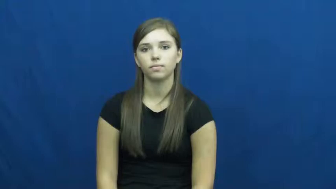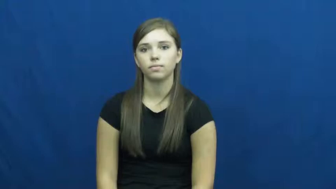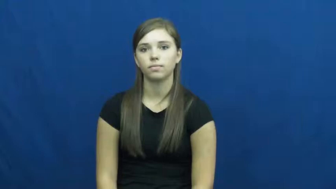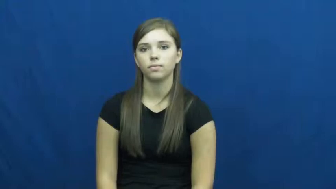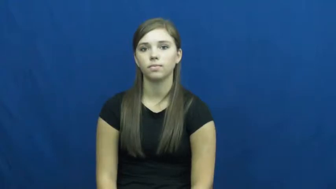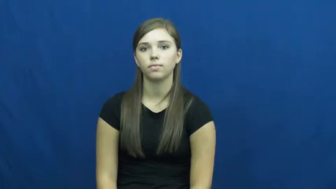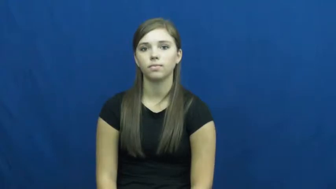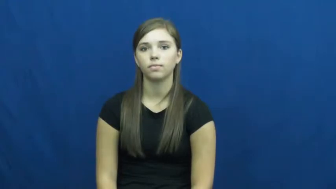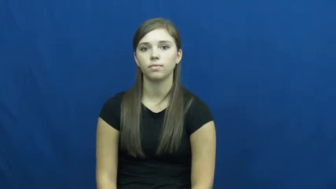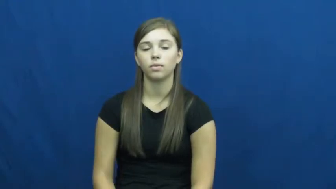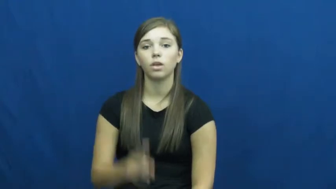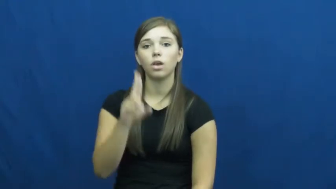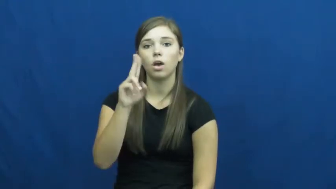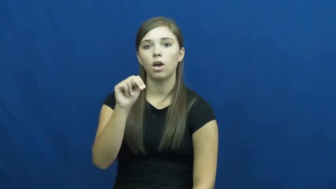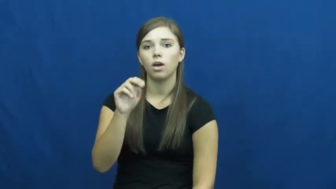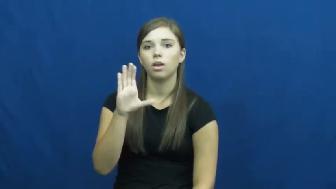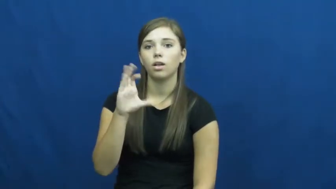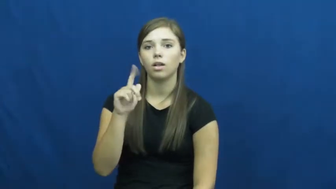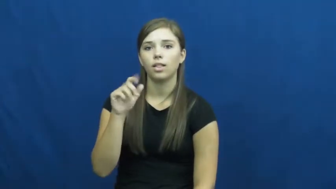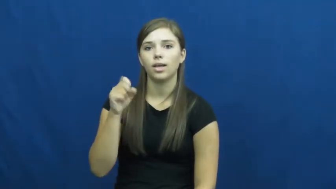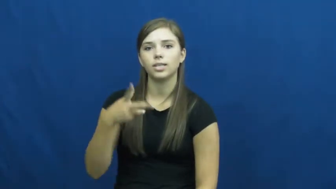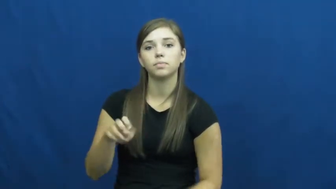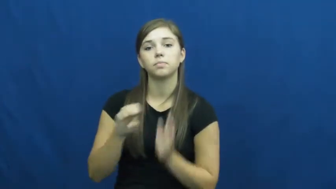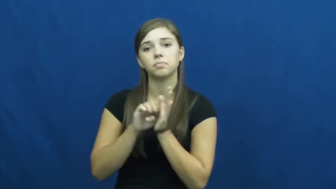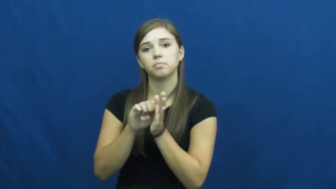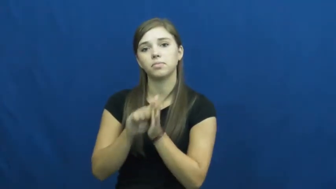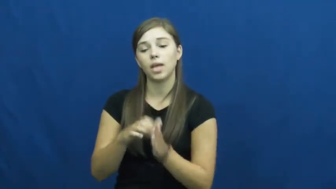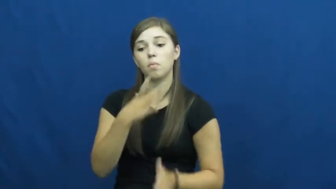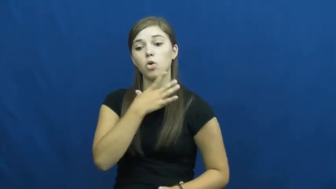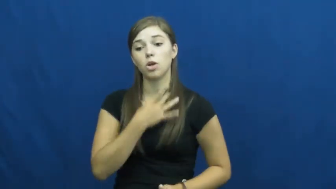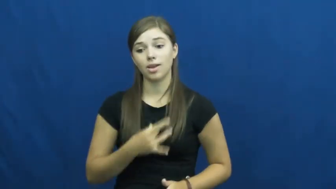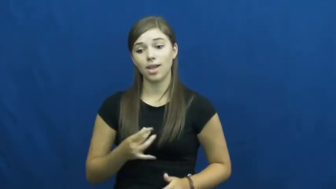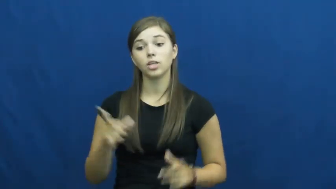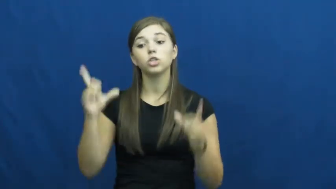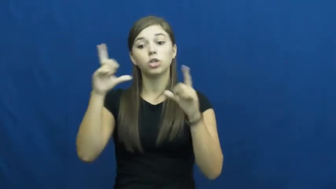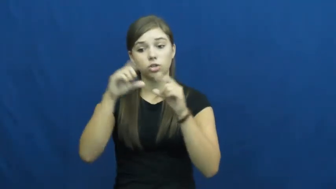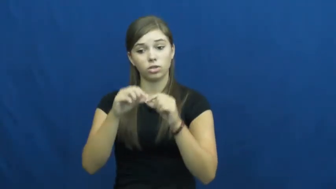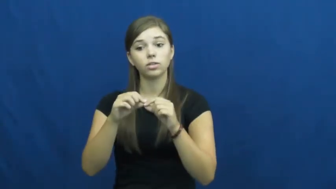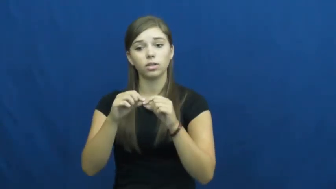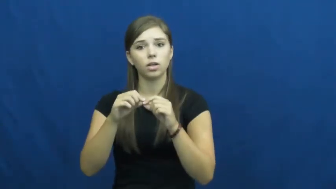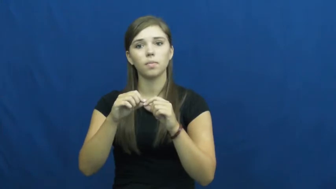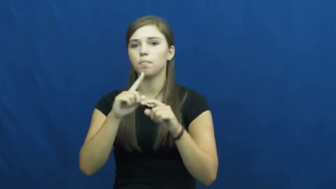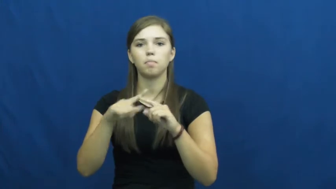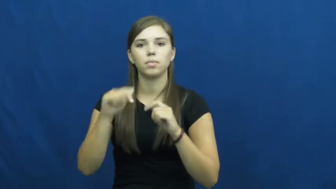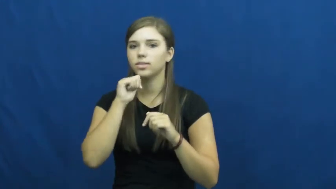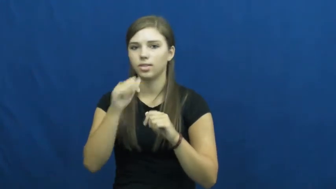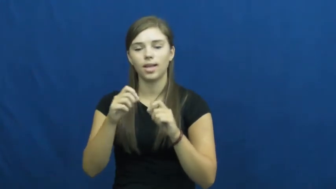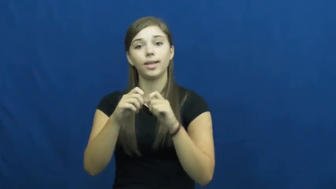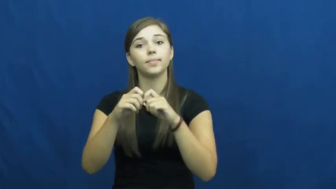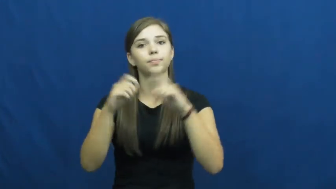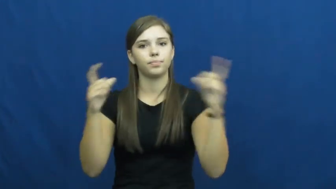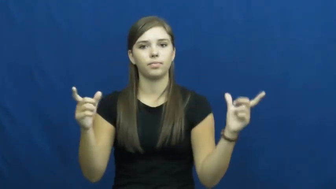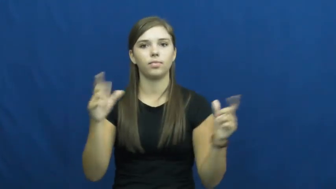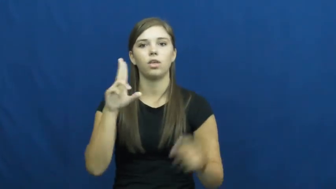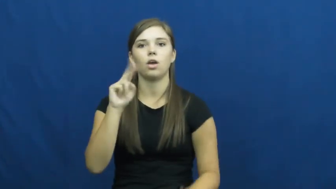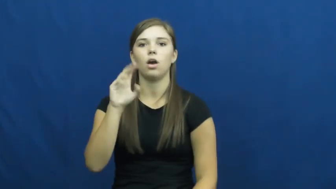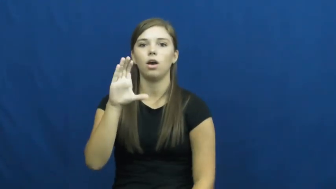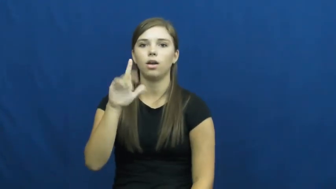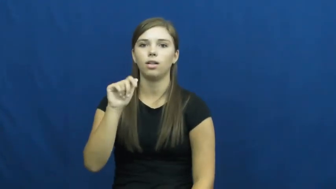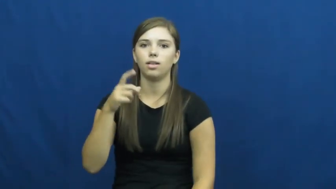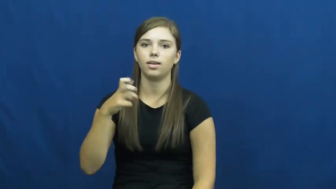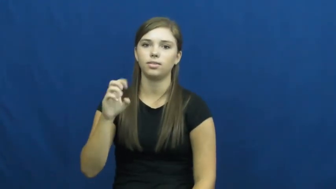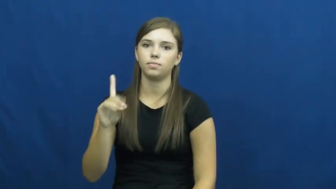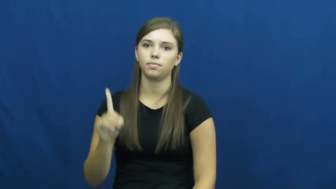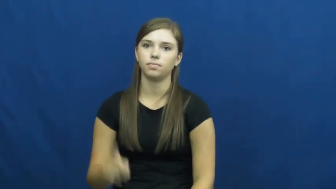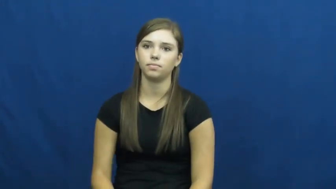unclasp